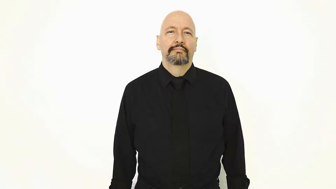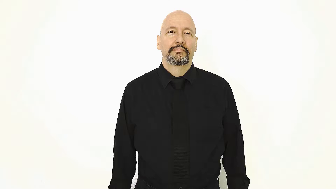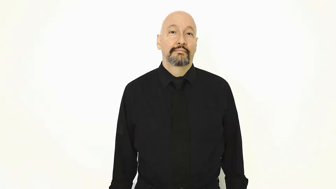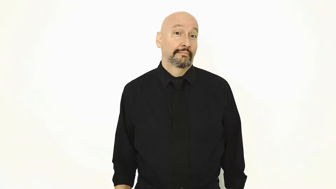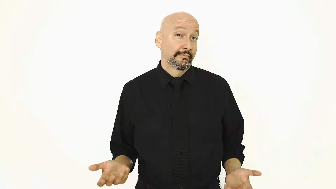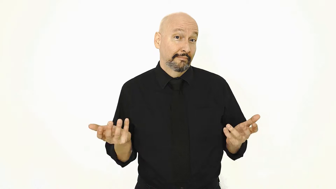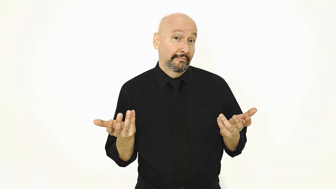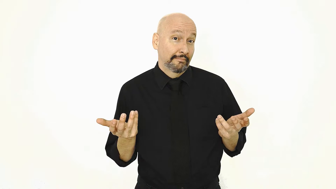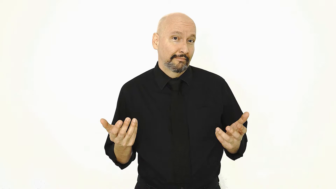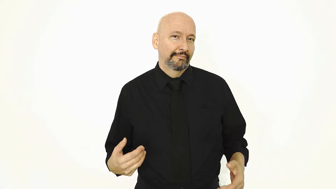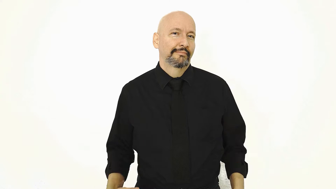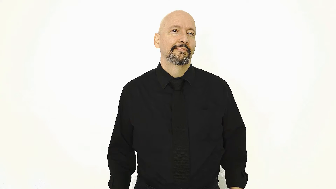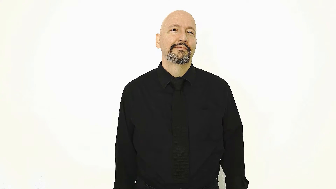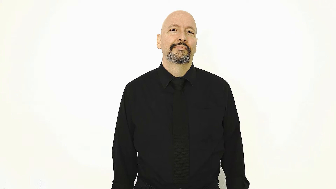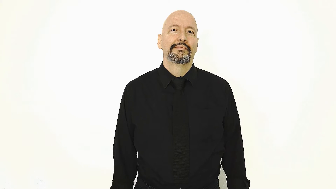WHAT-[rhetorical/eyebrows-up-version]-[version-2]-[hands-shake-version]